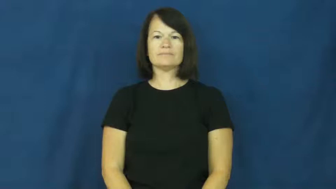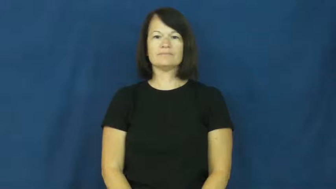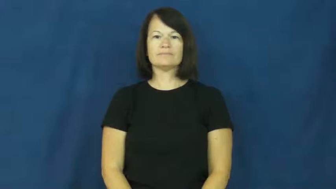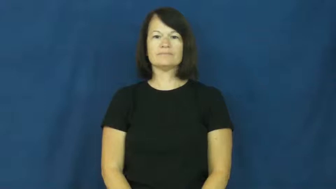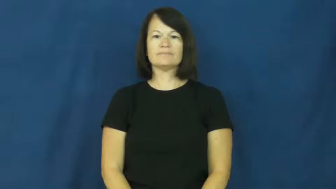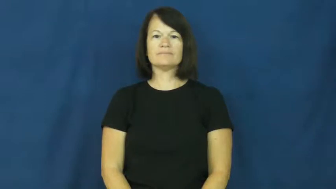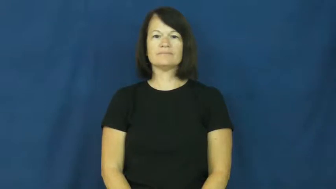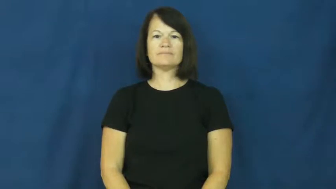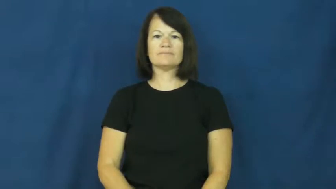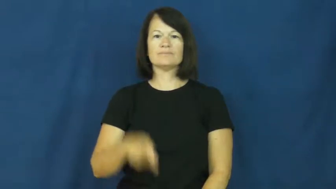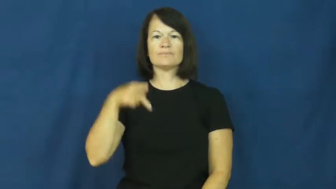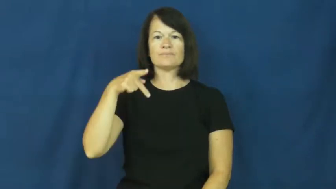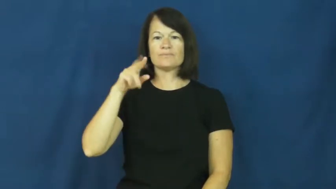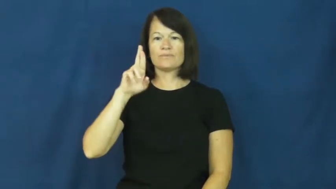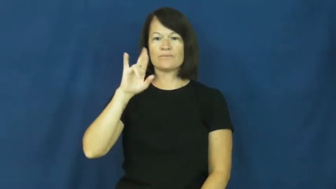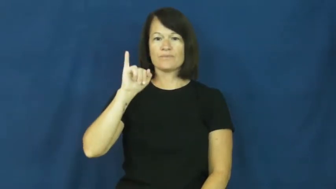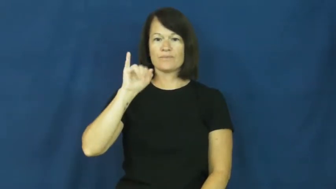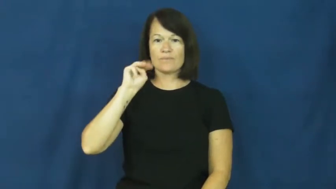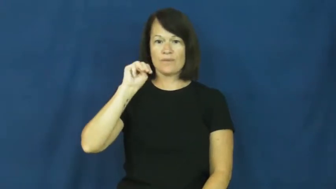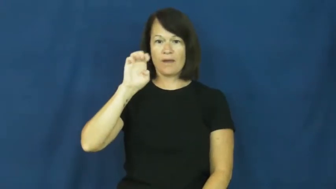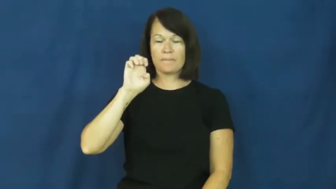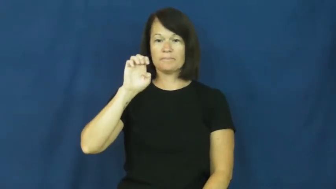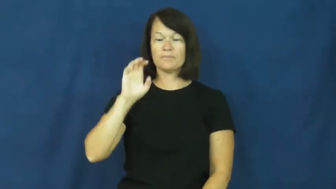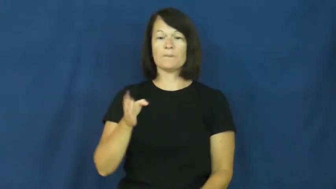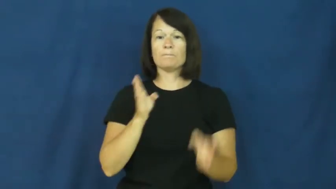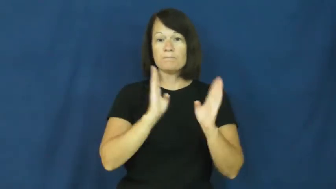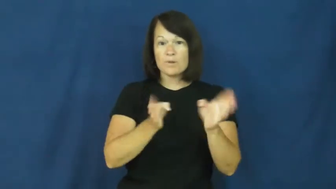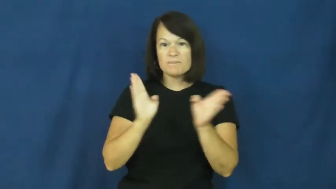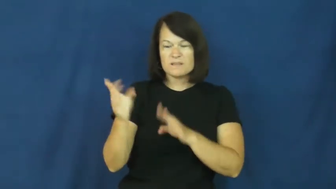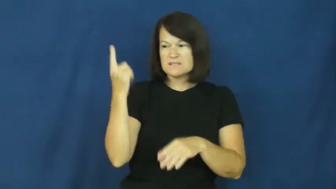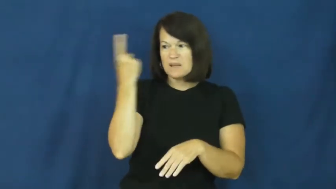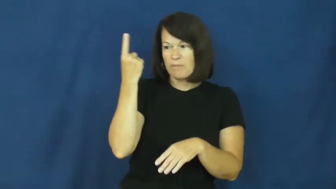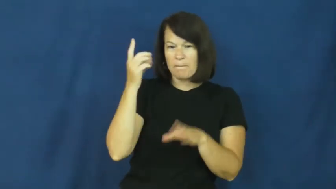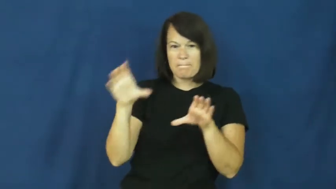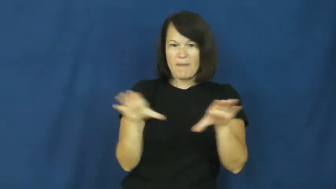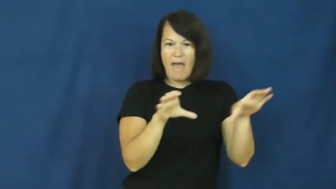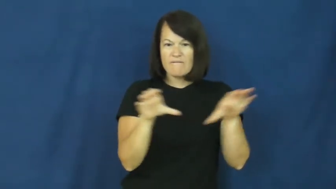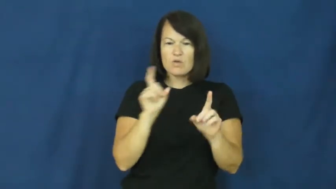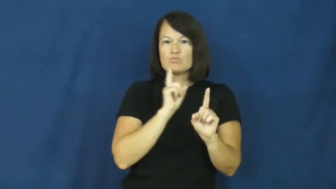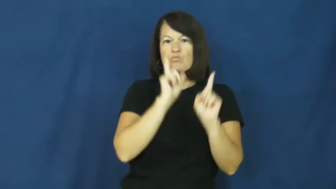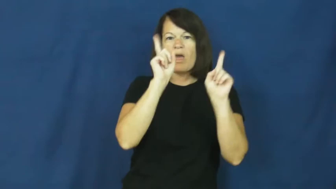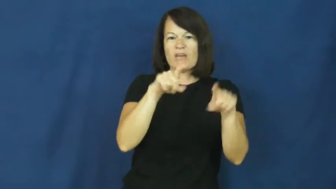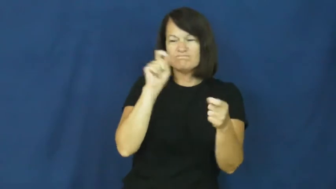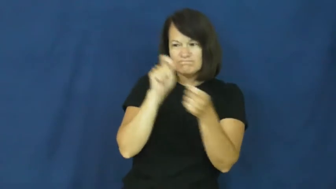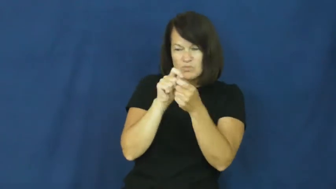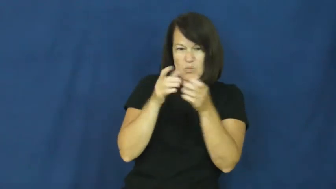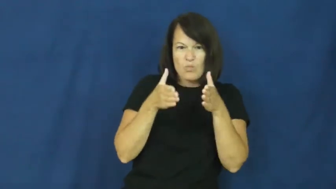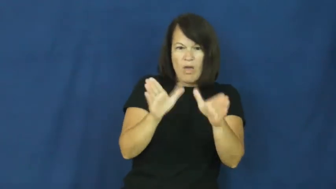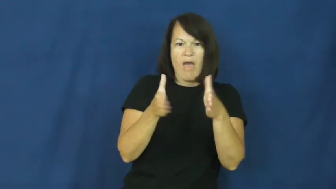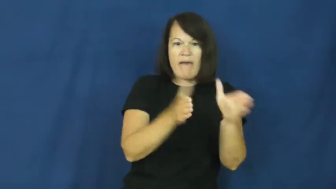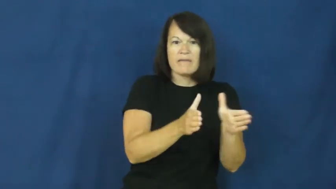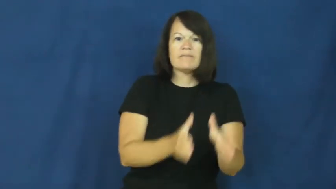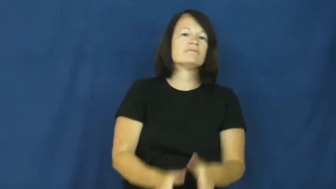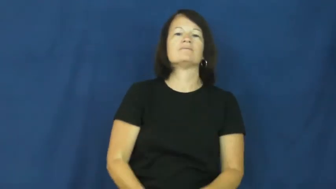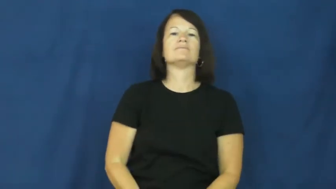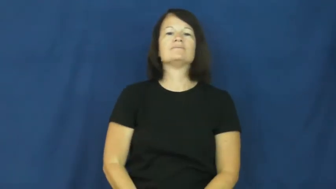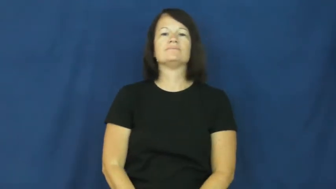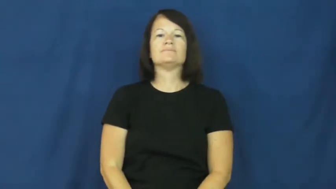prime-behave